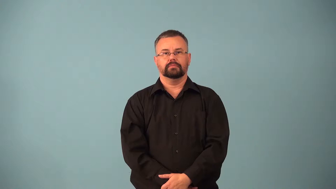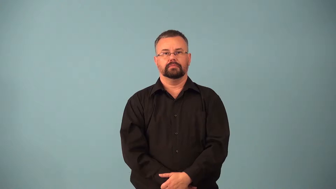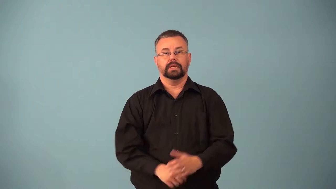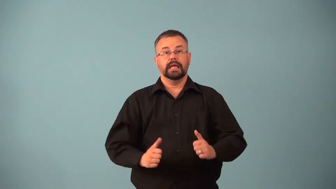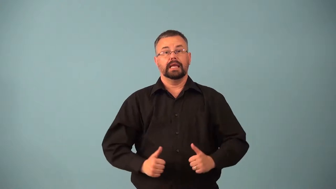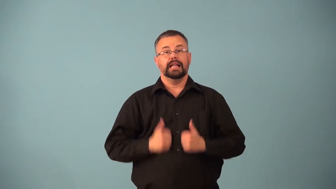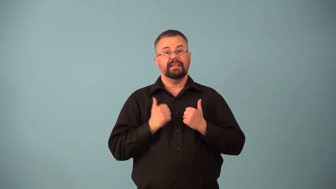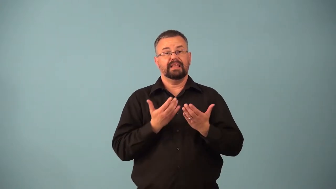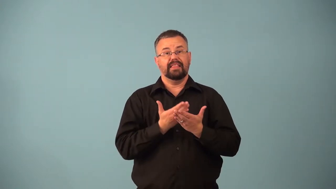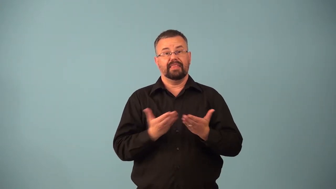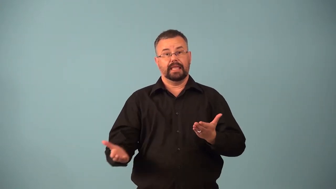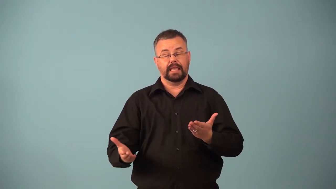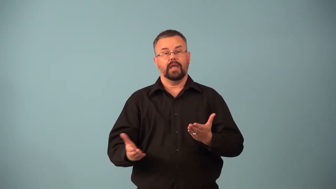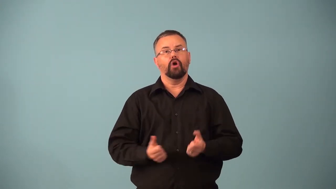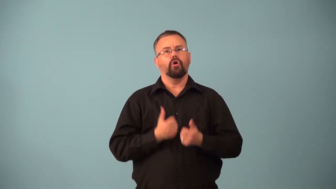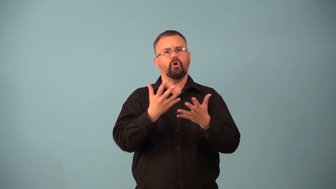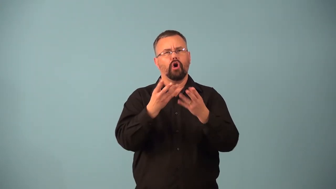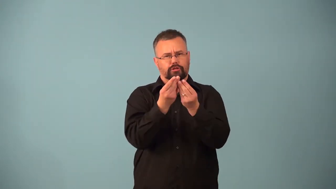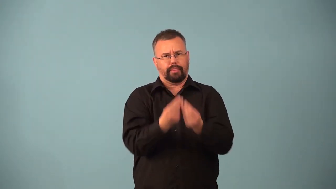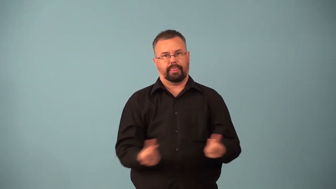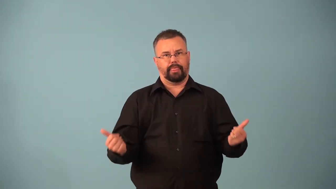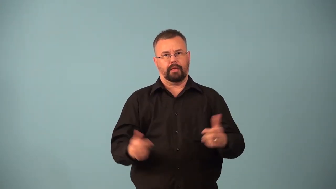decomposer